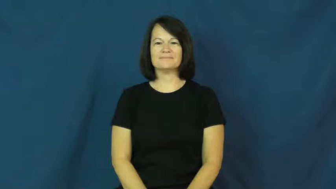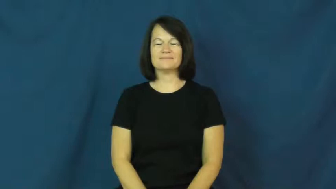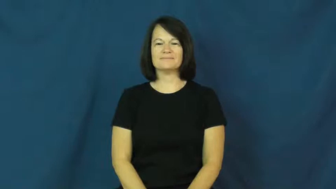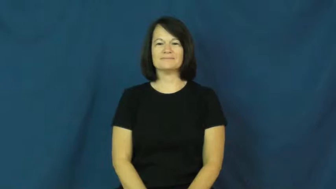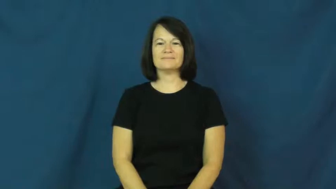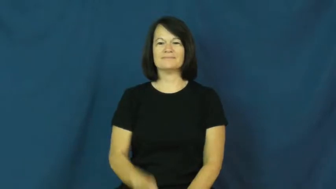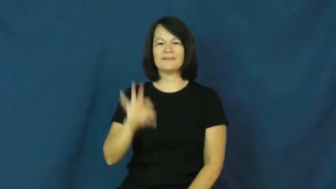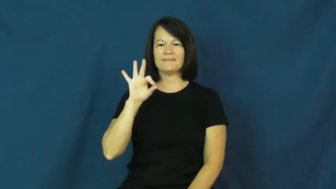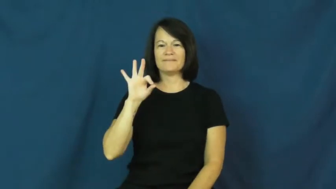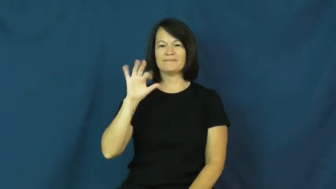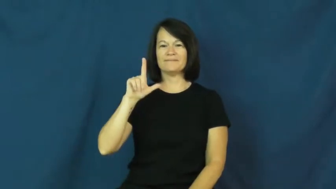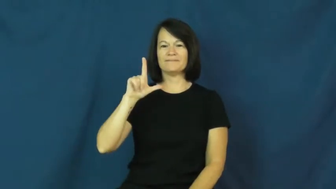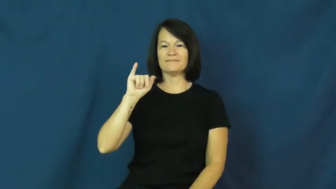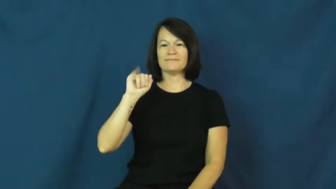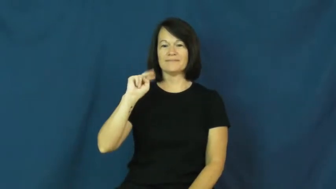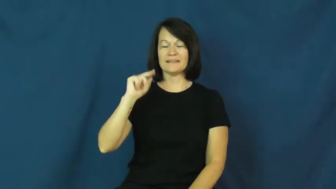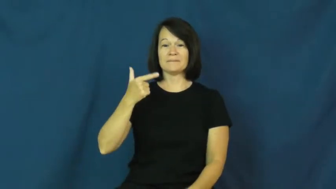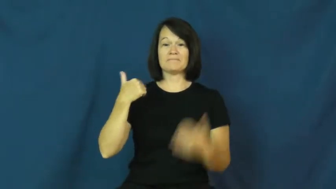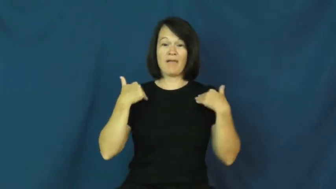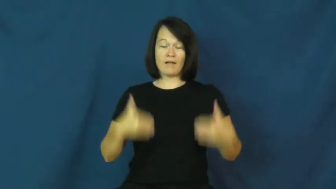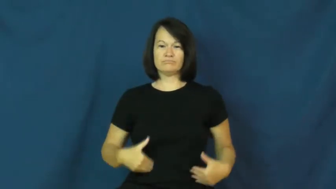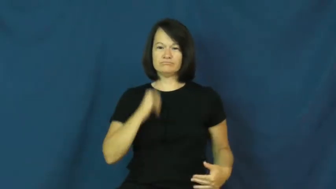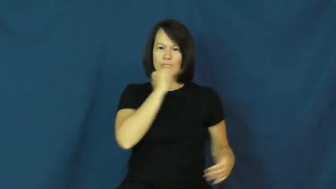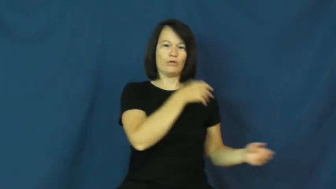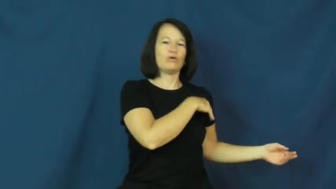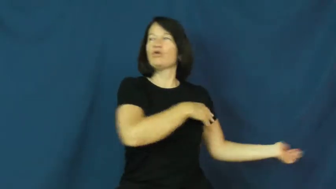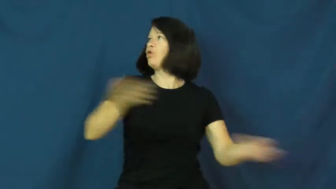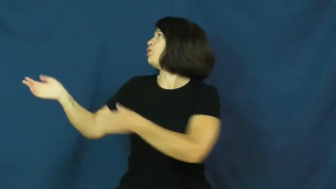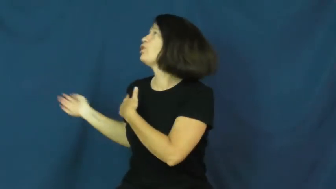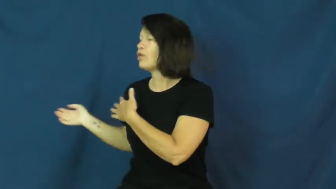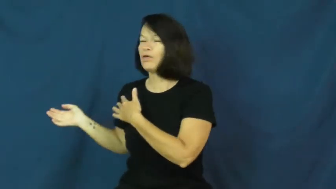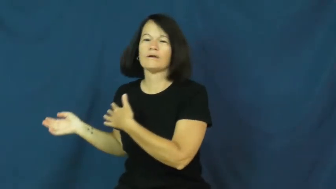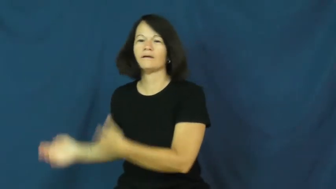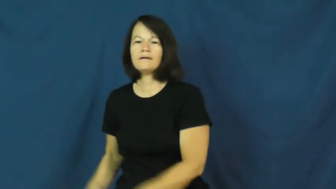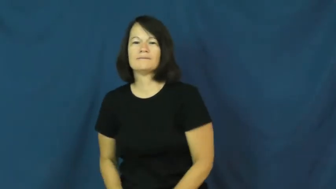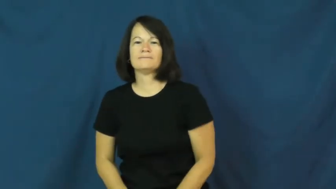fling-body